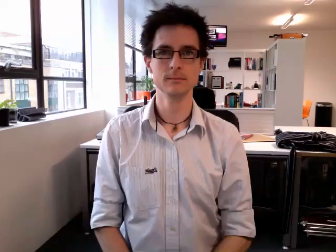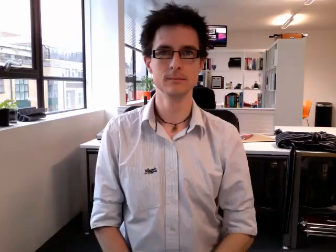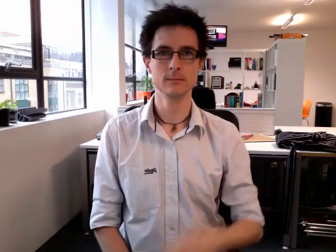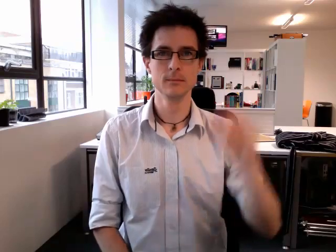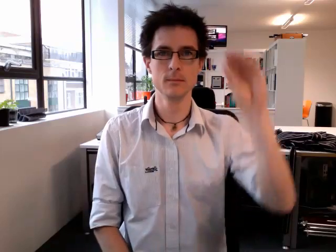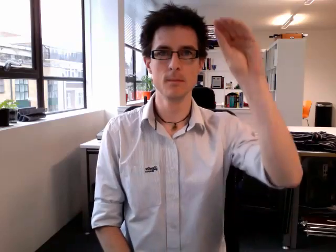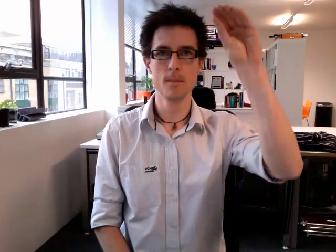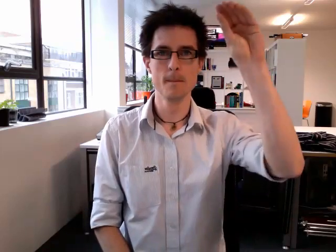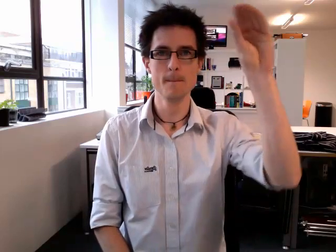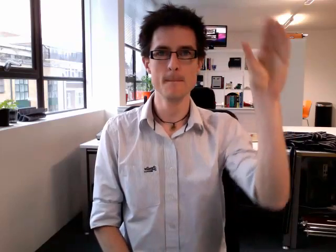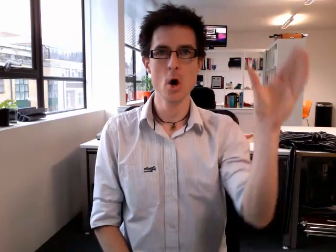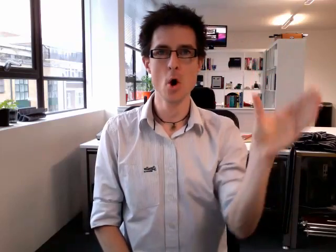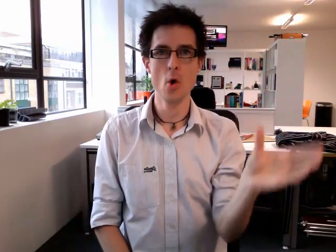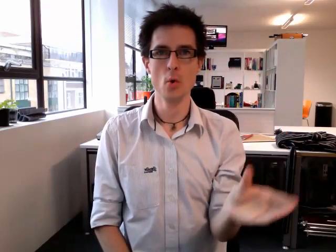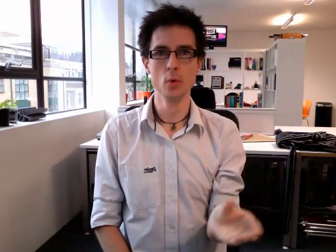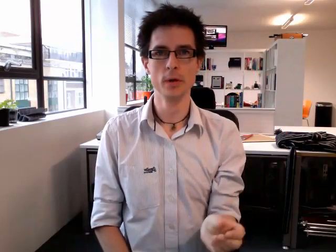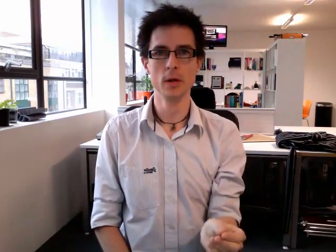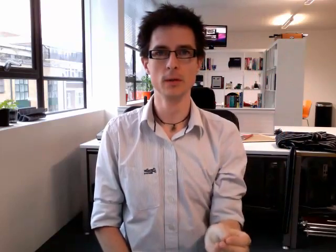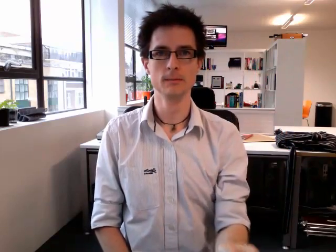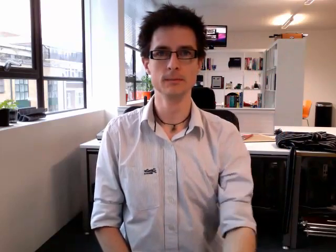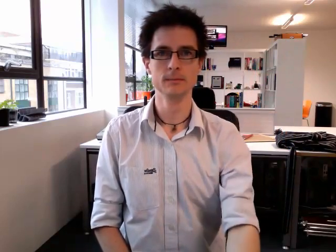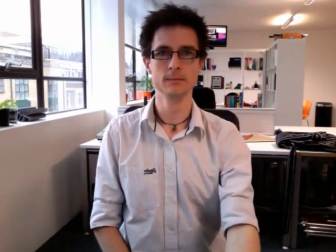moon